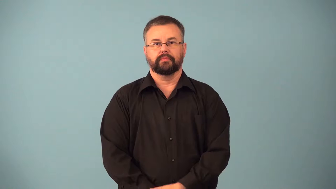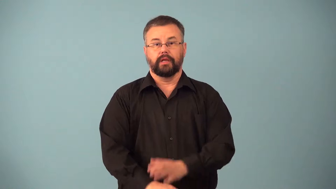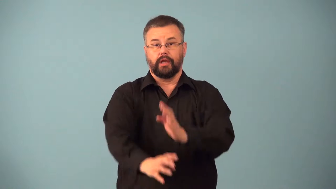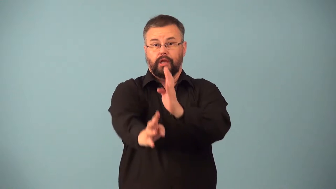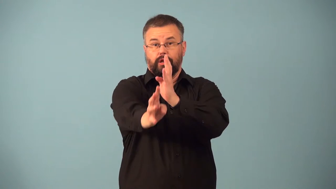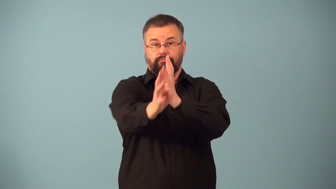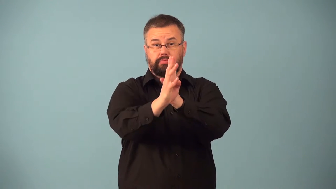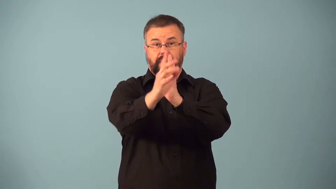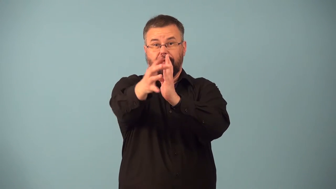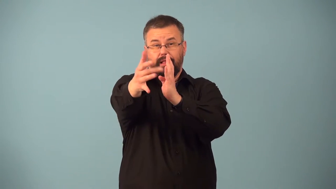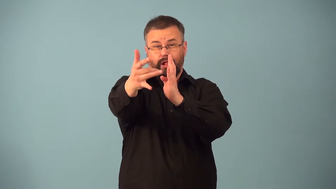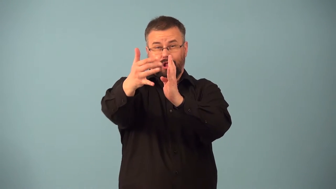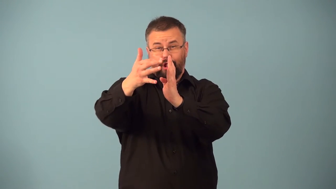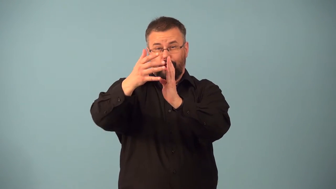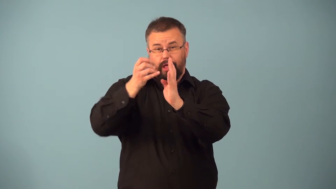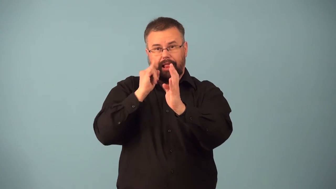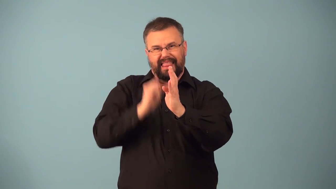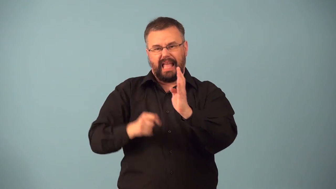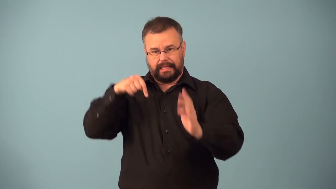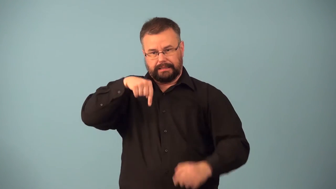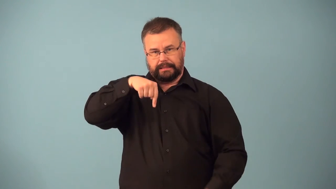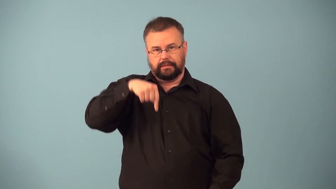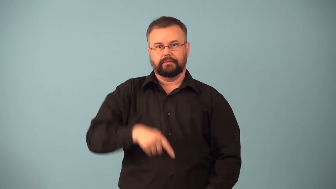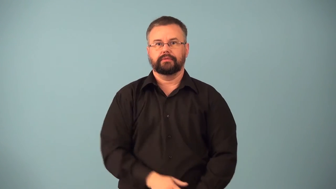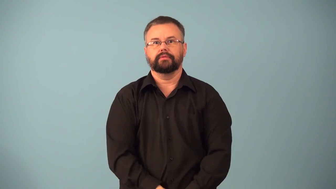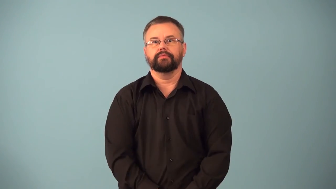endways,endwise